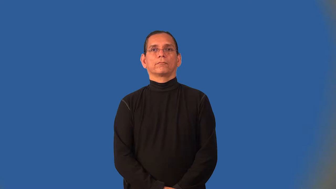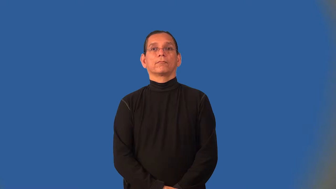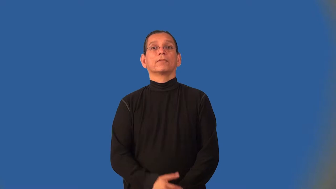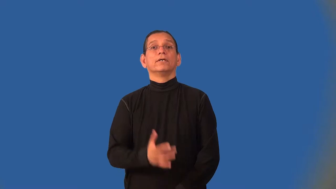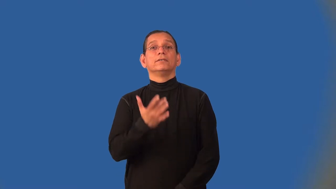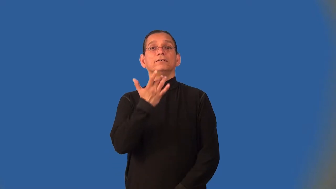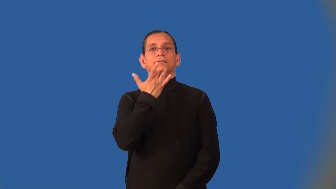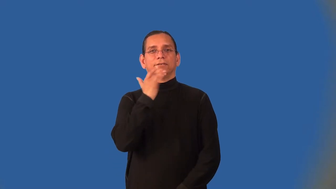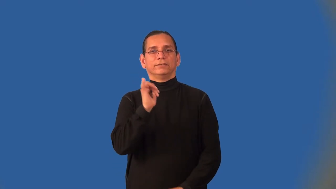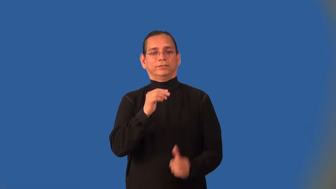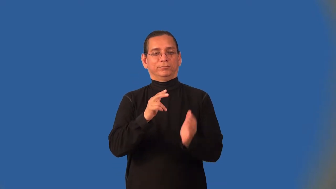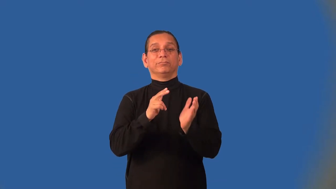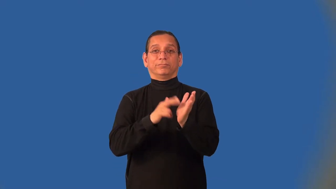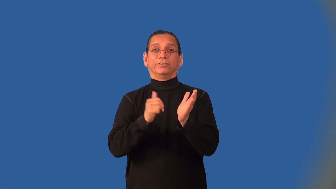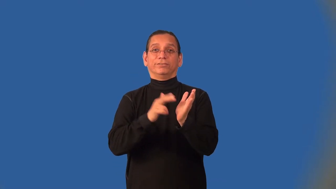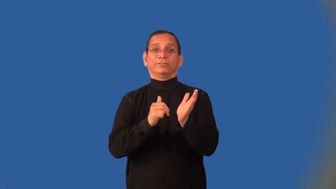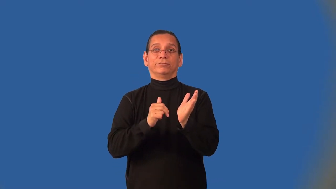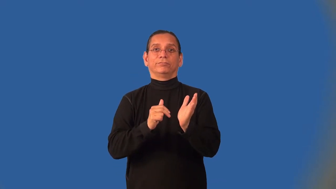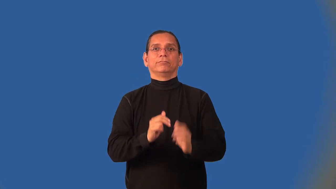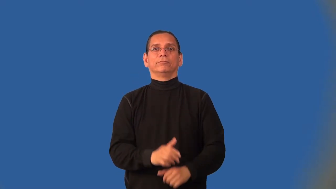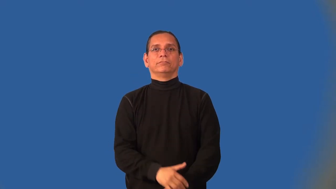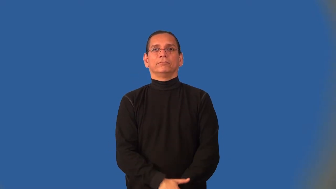buttery